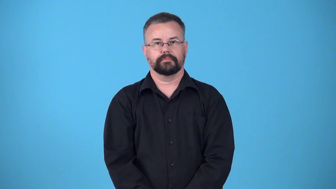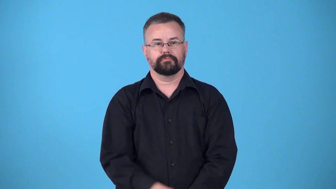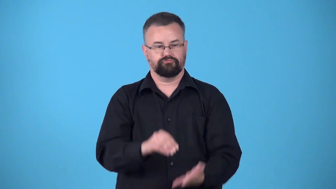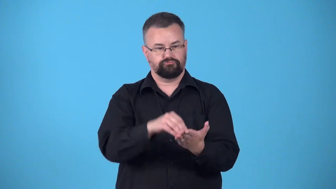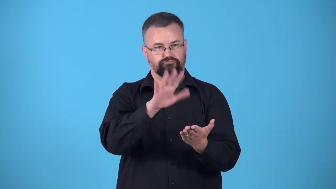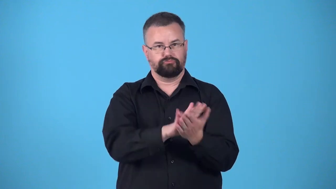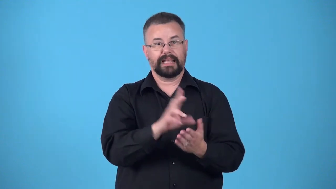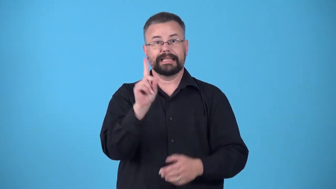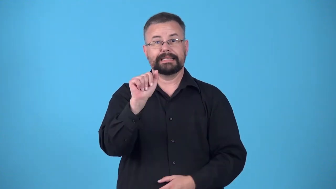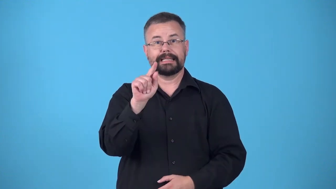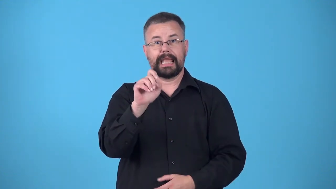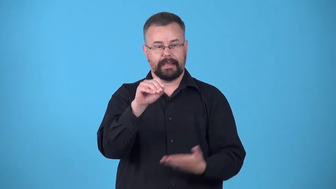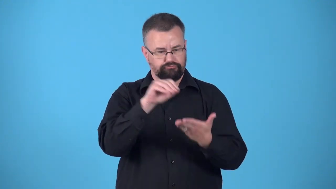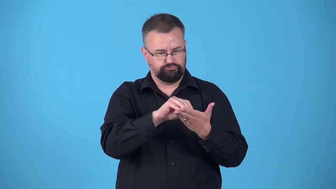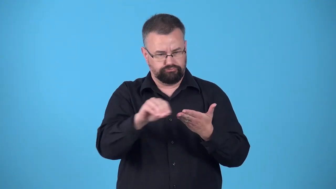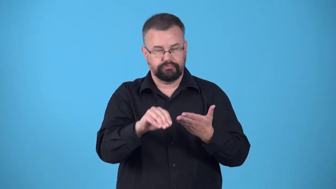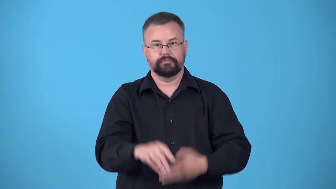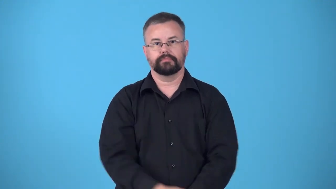date-write the date on something